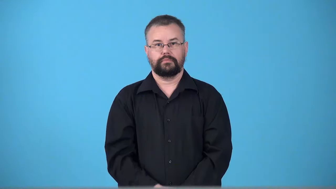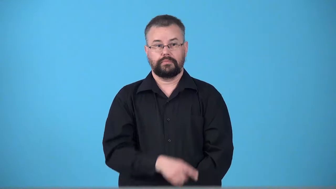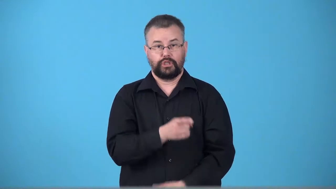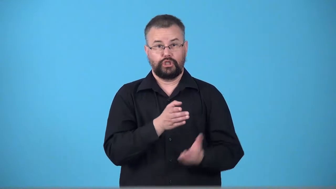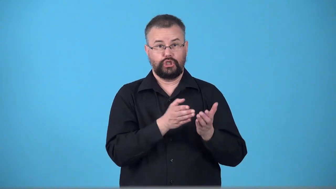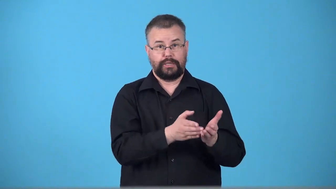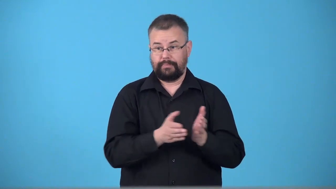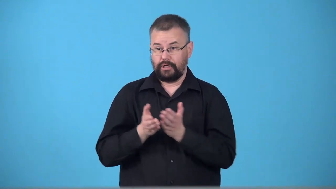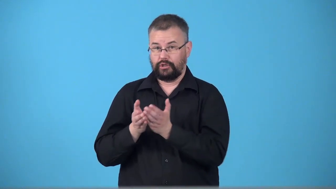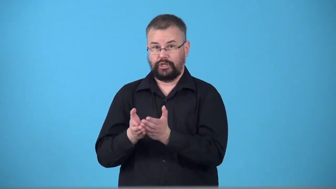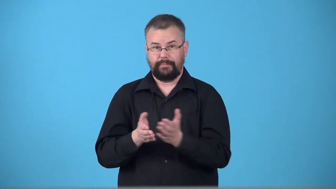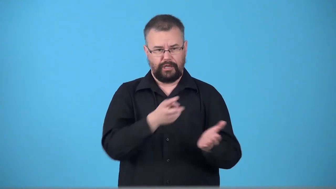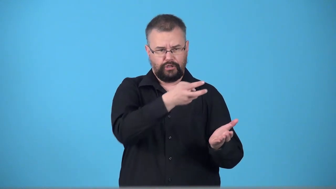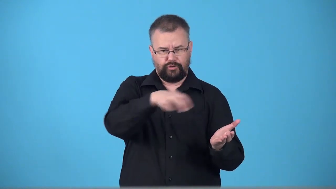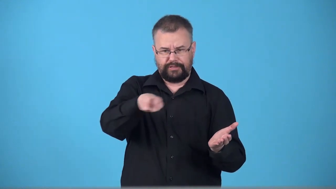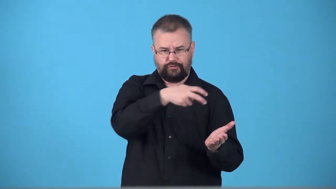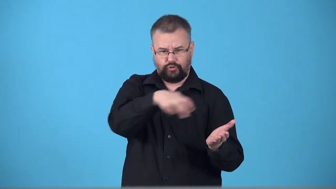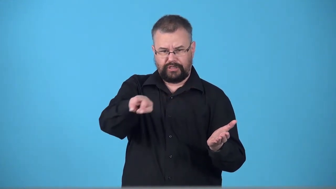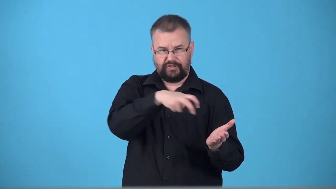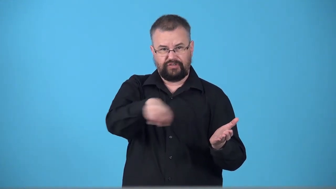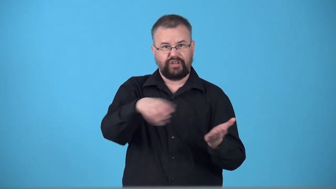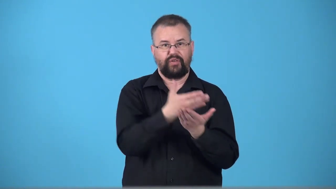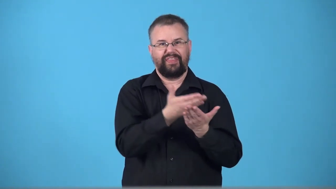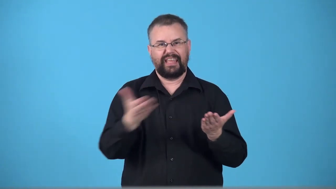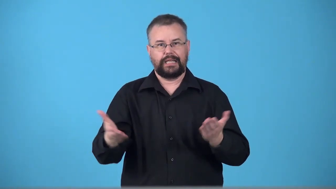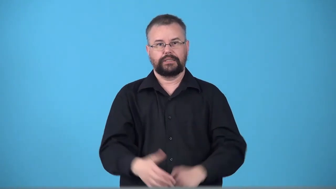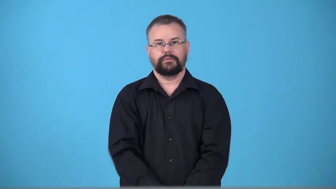transship